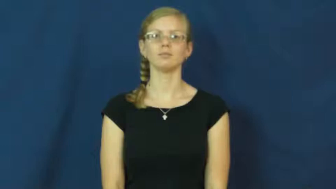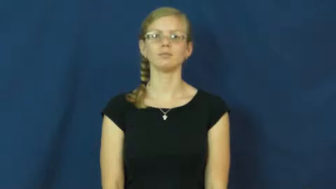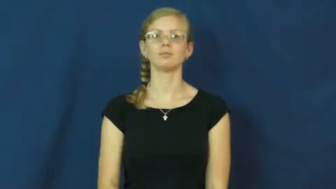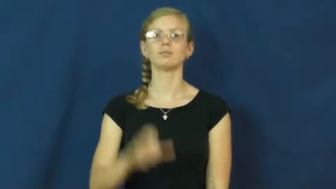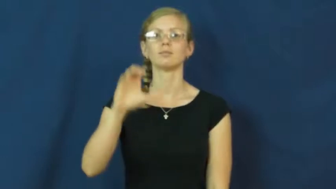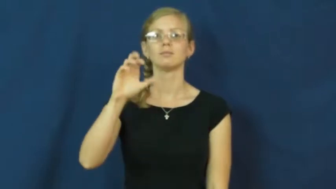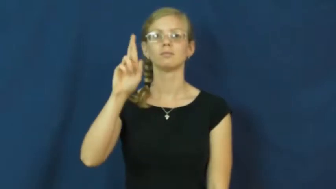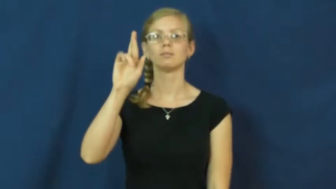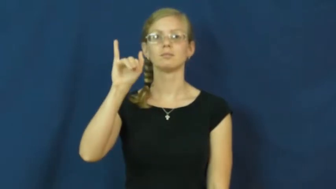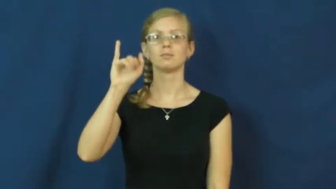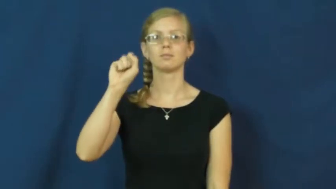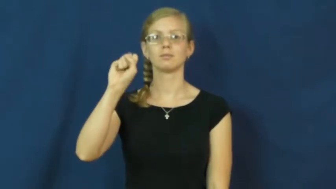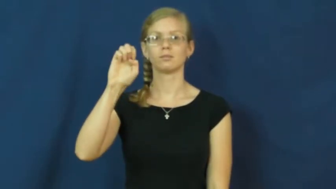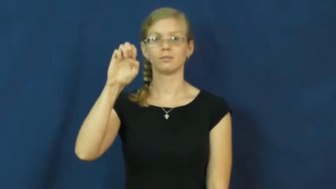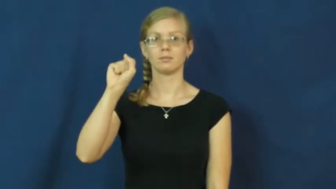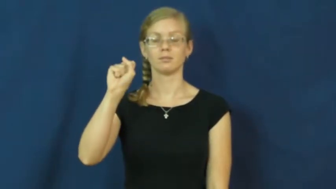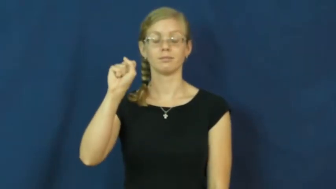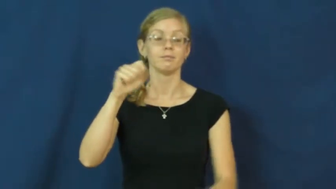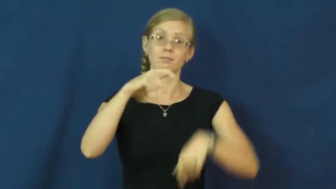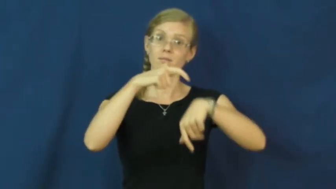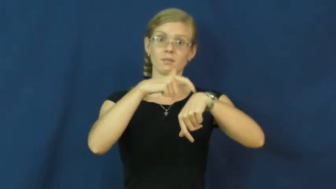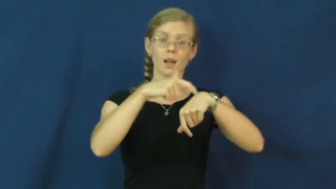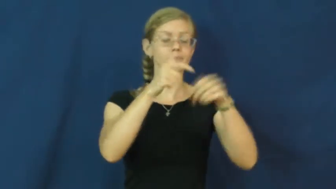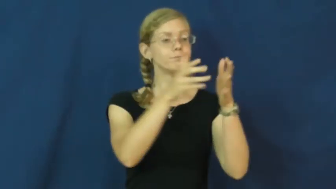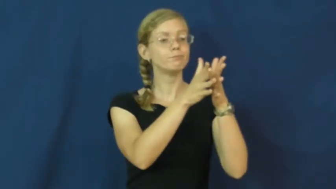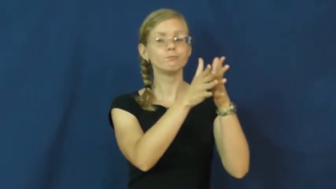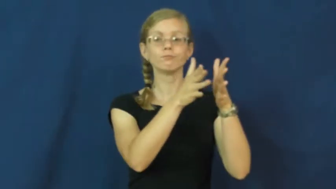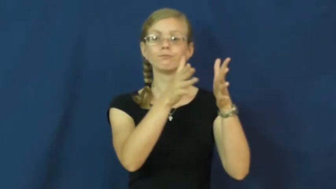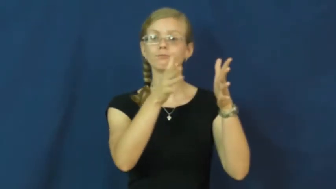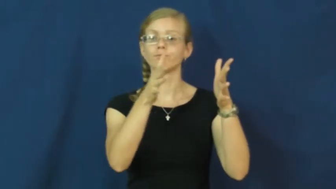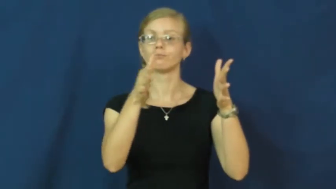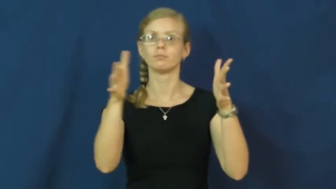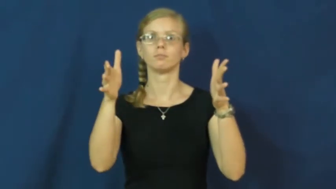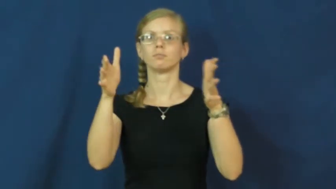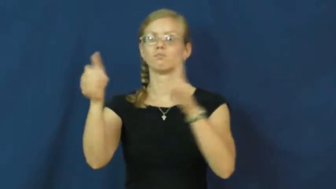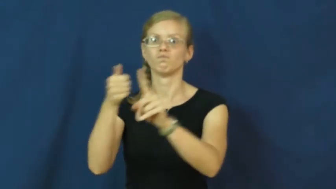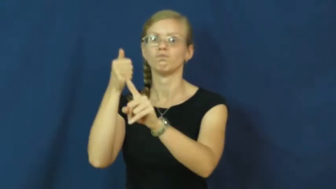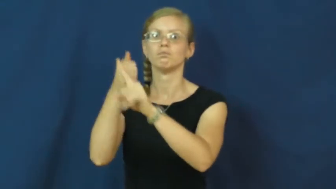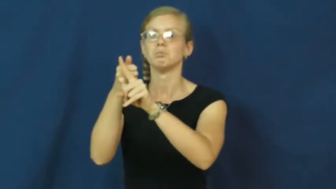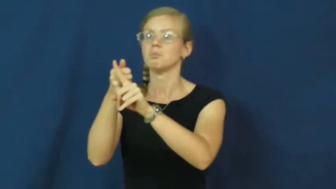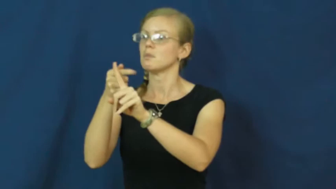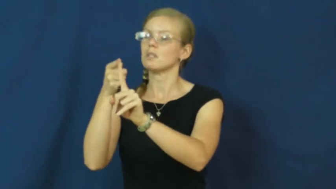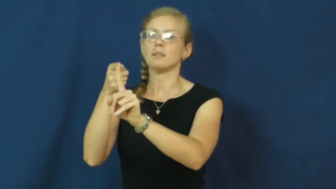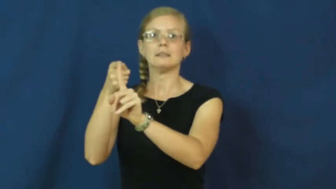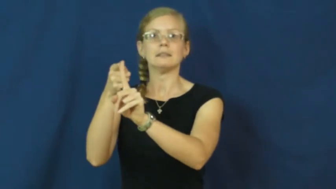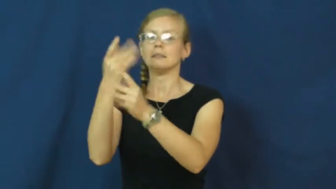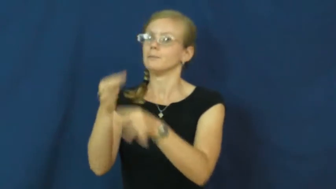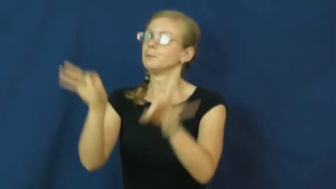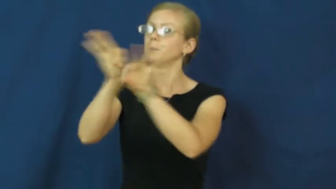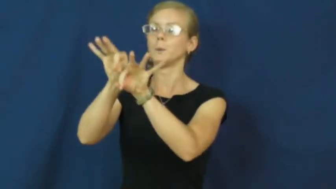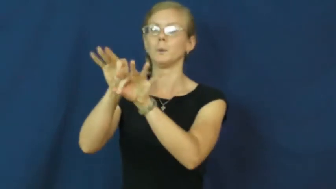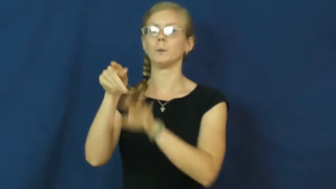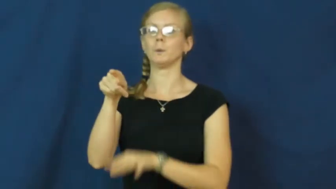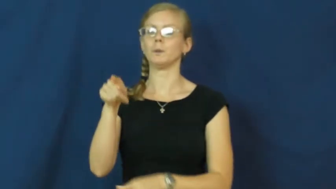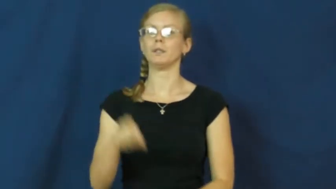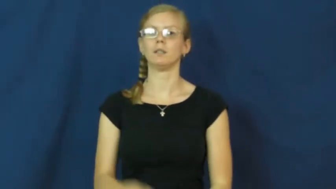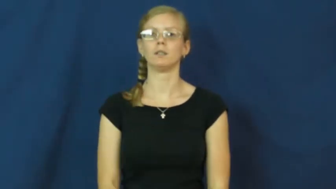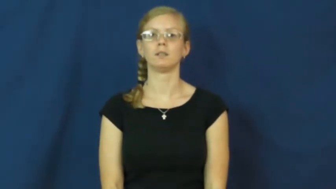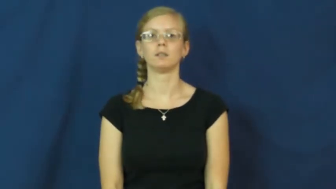crisis